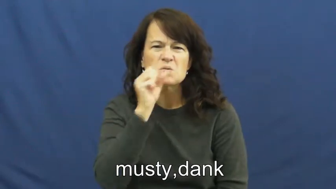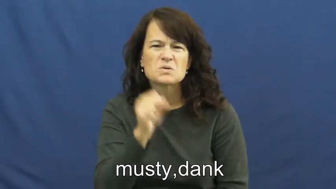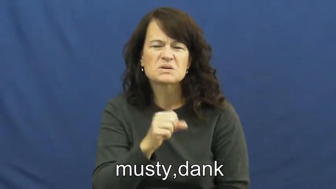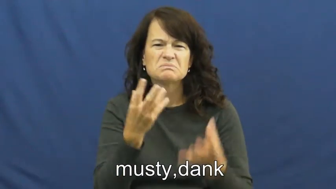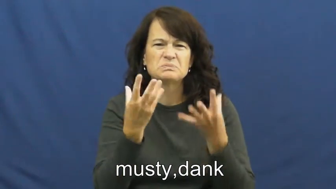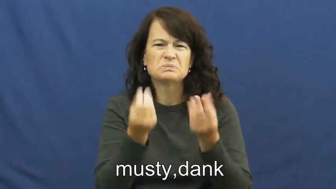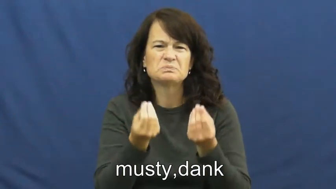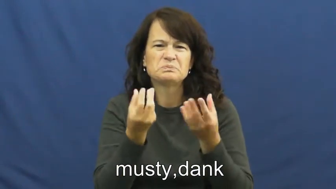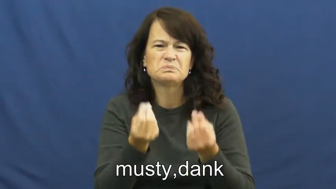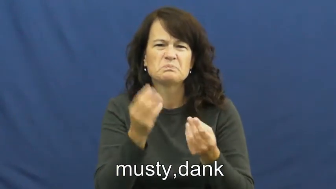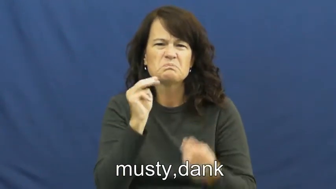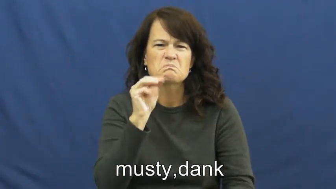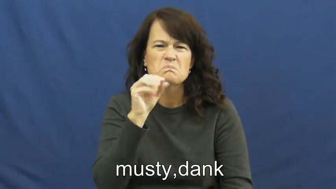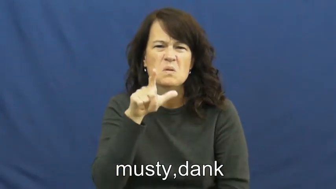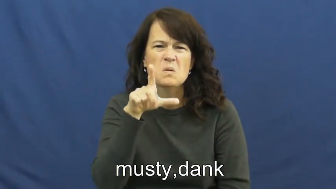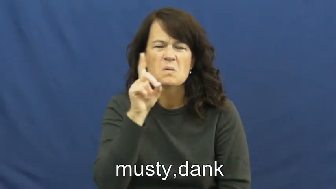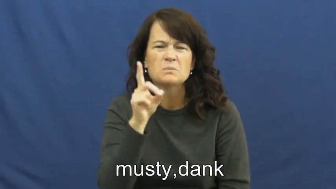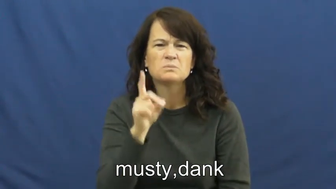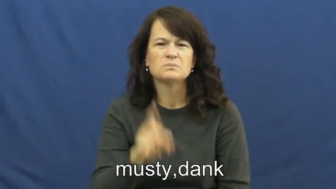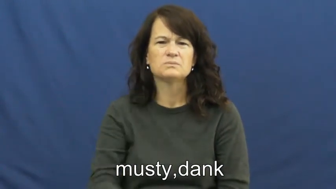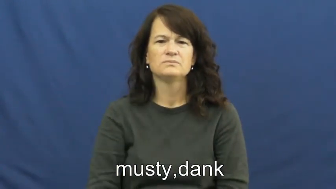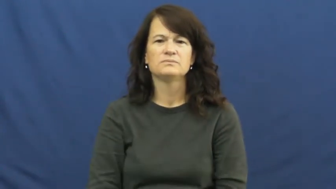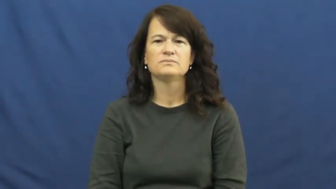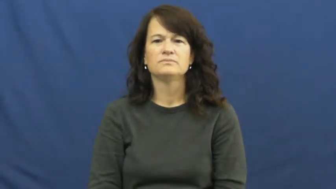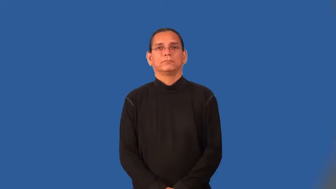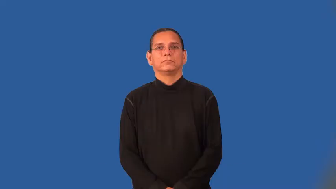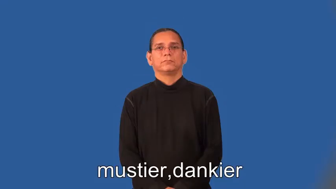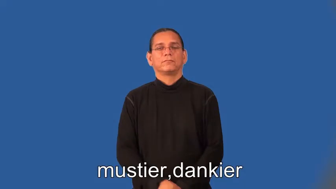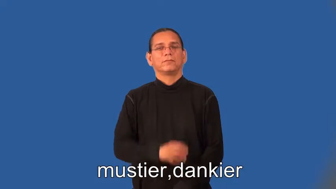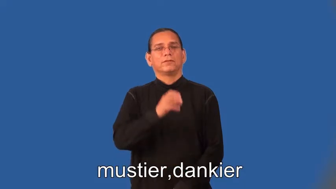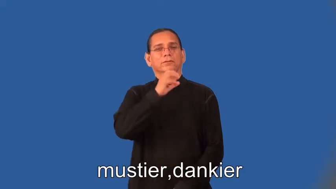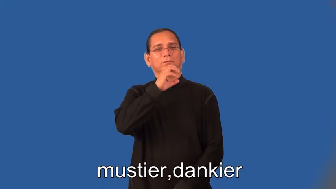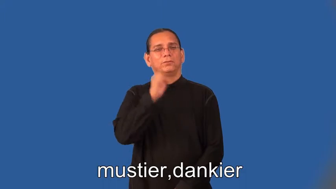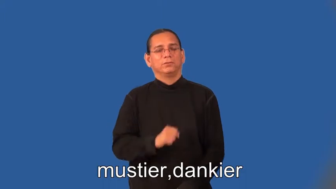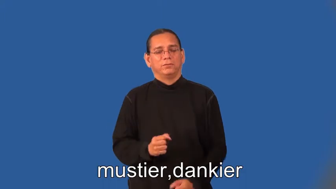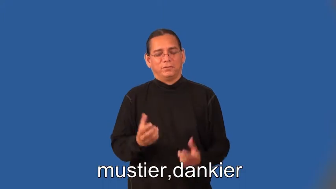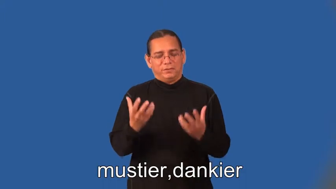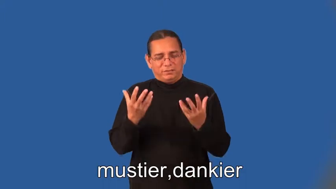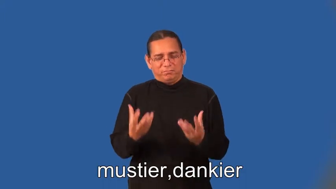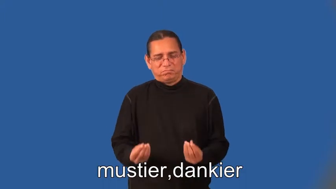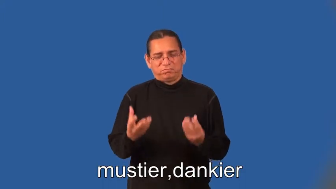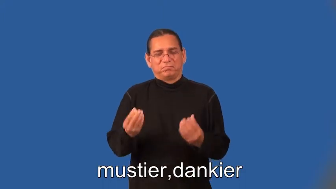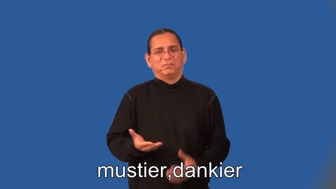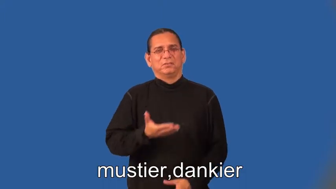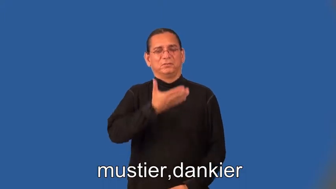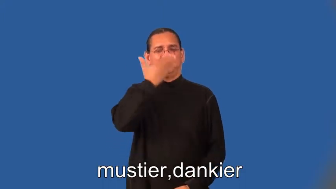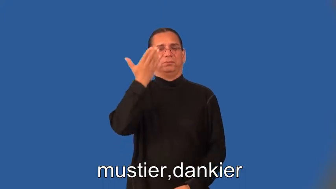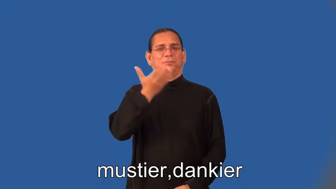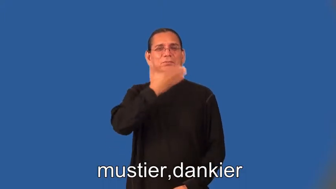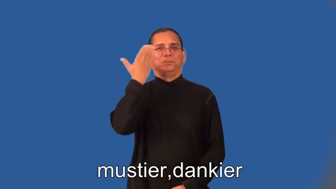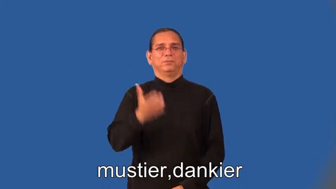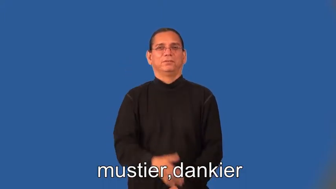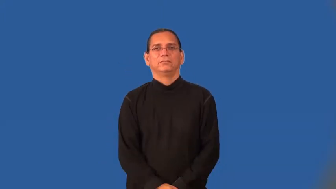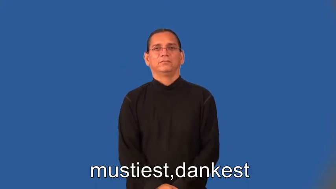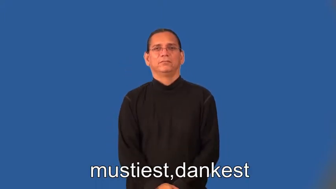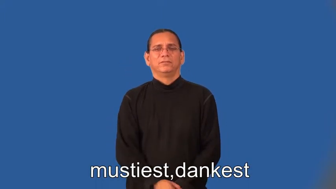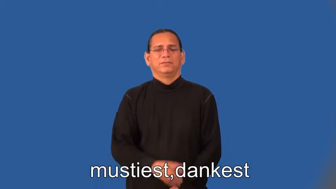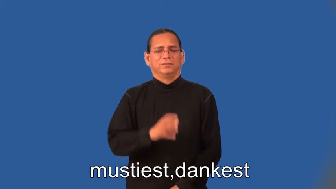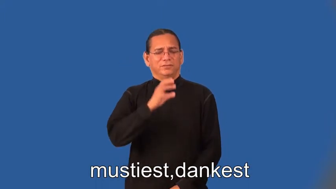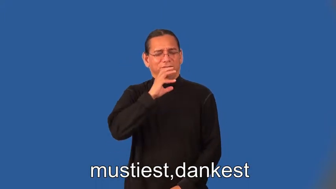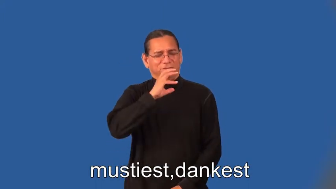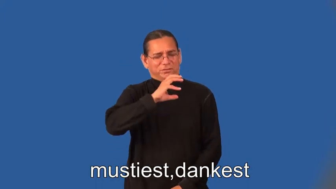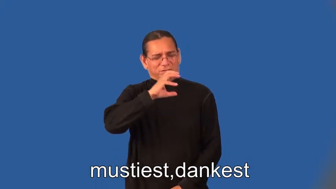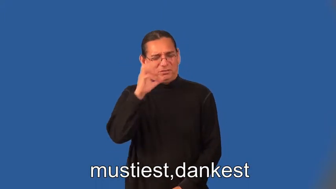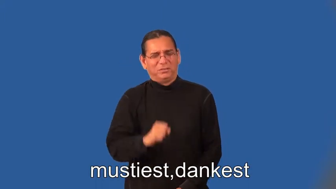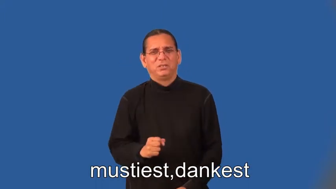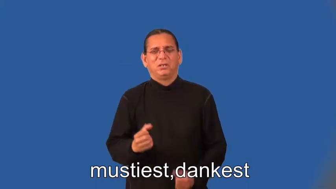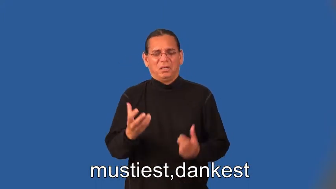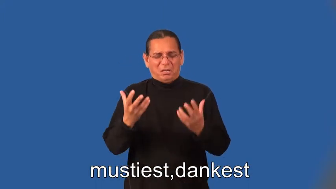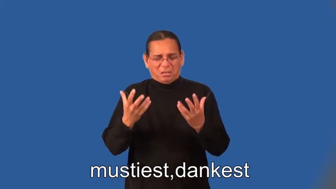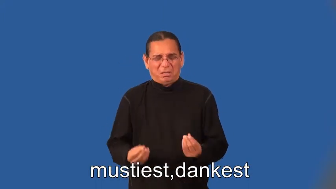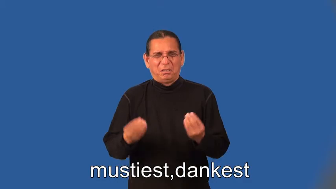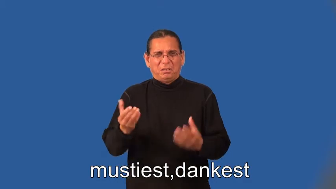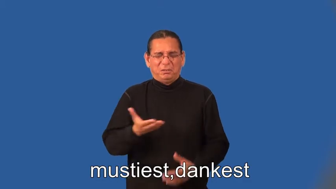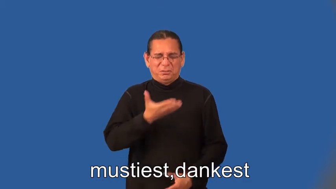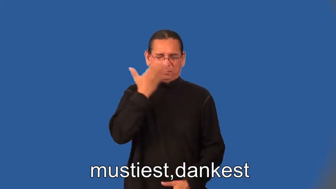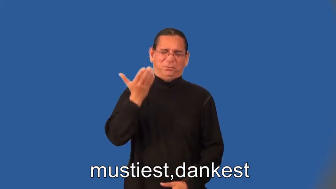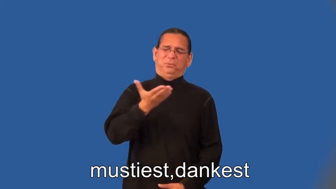mustier,danker,mustiest,dankest